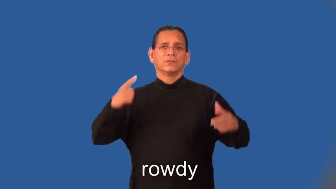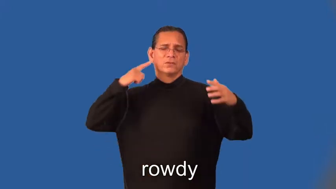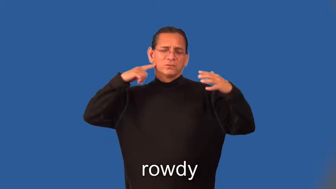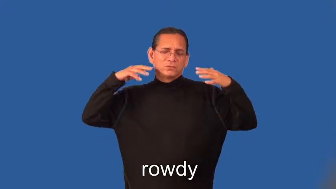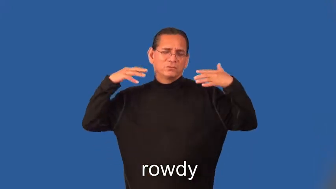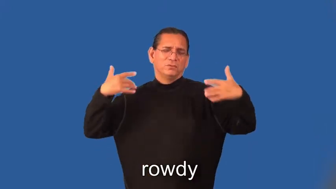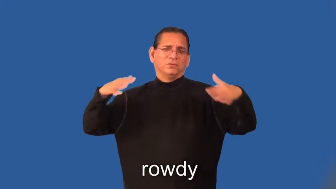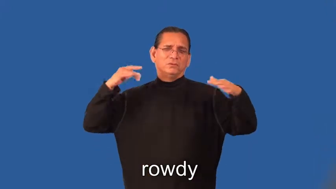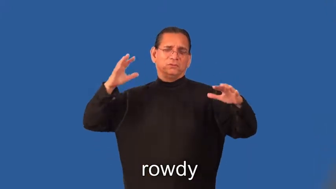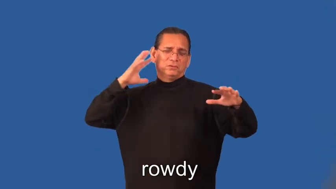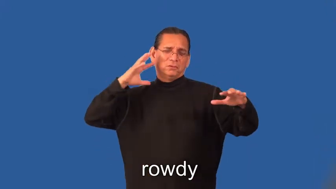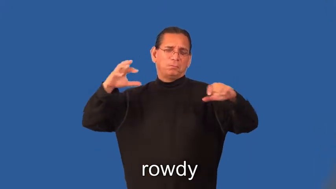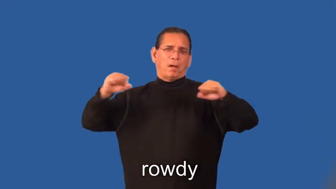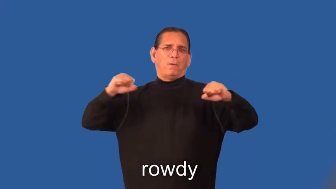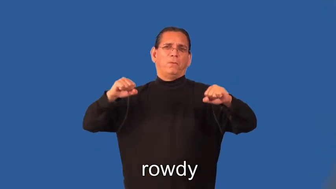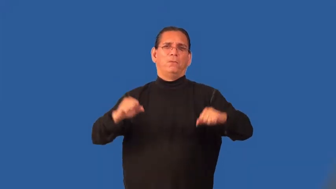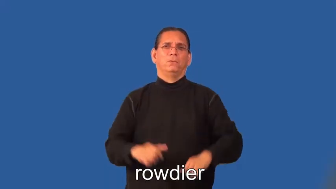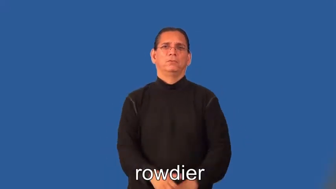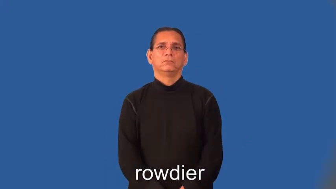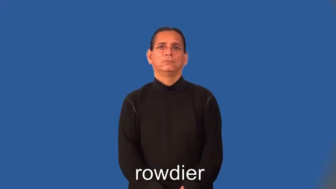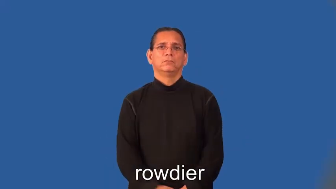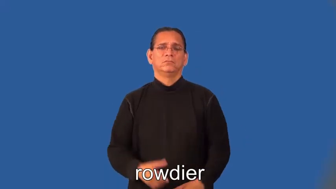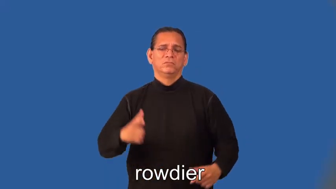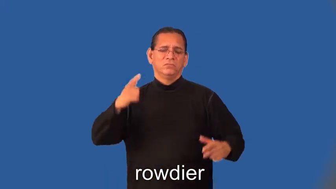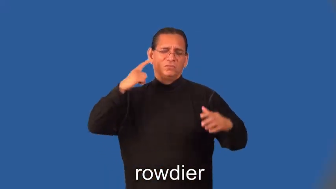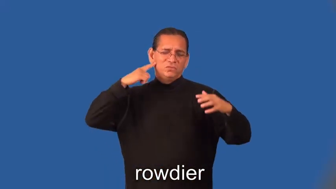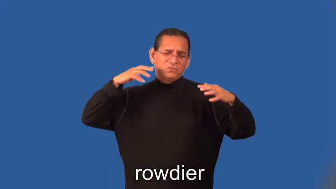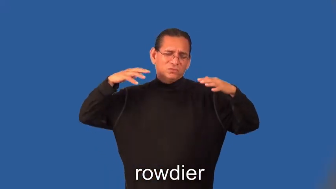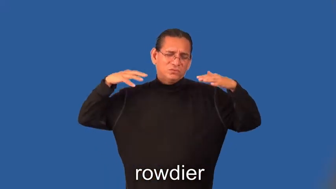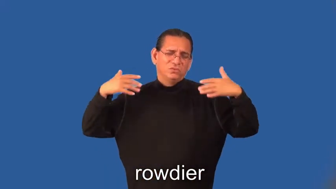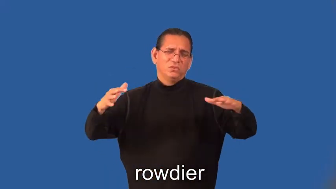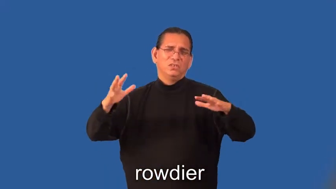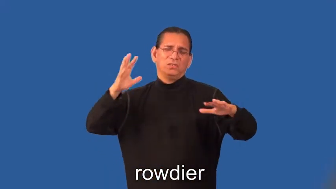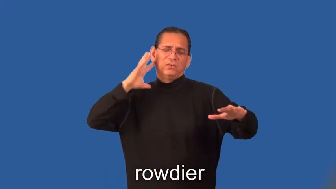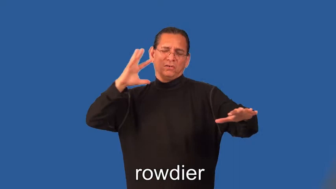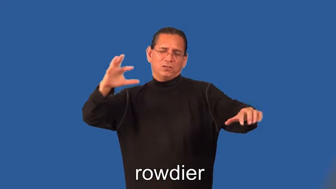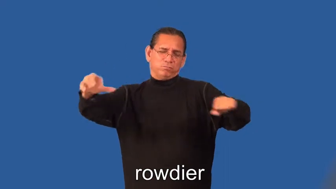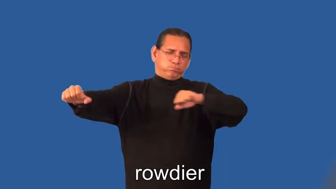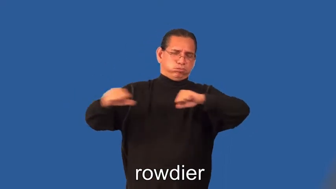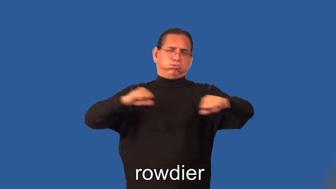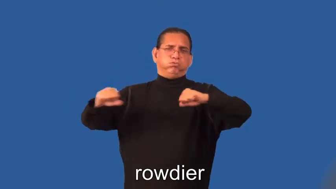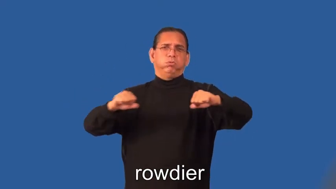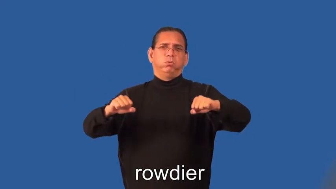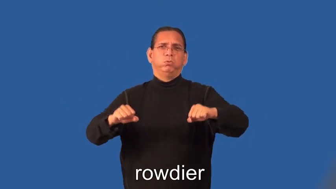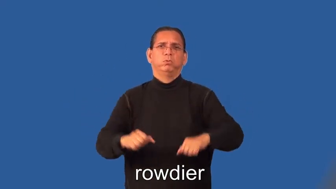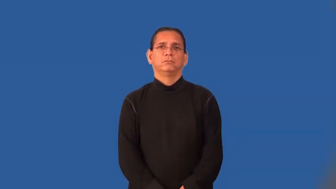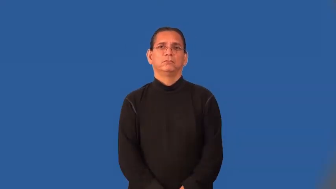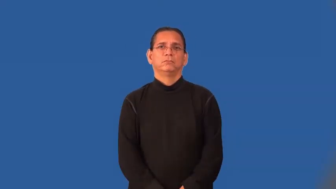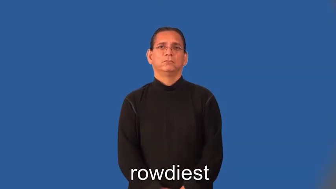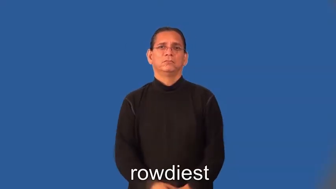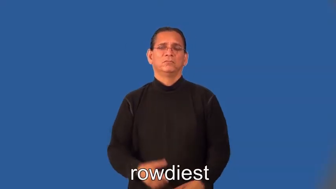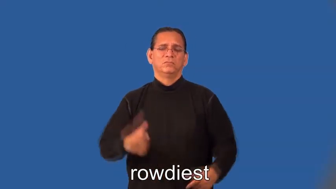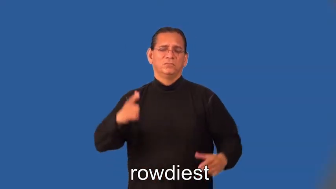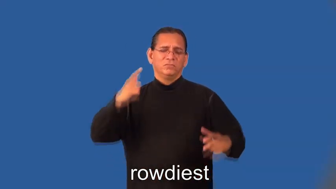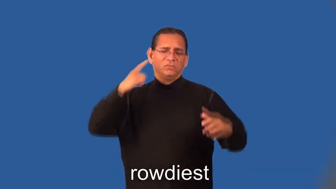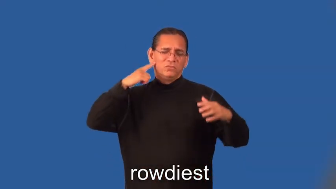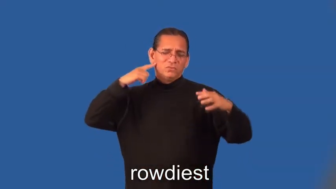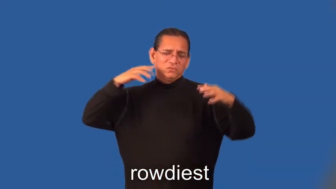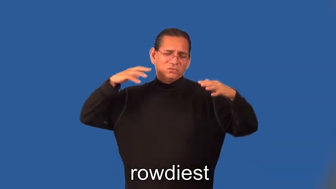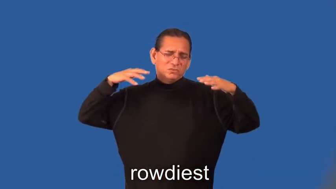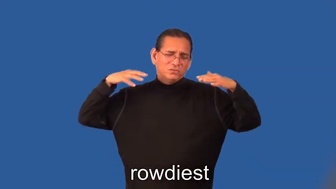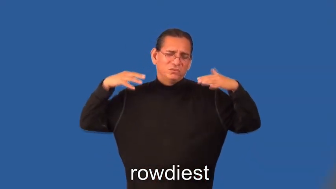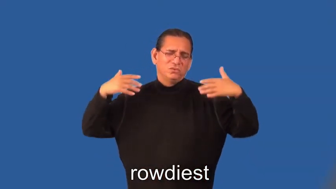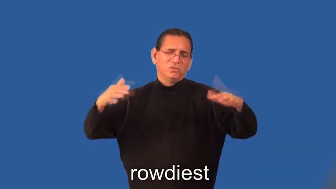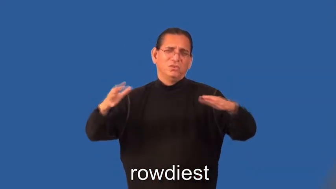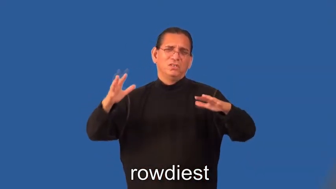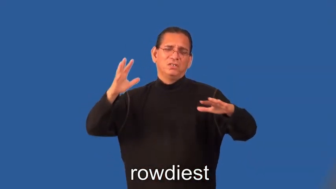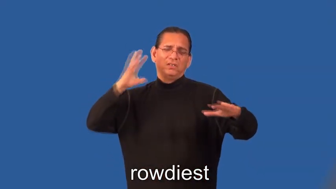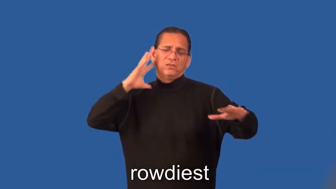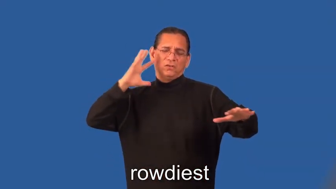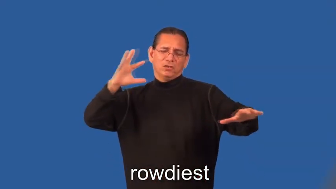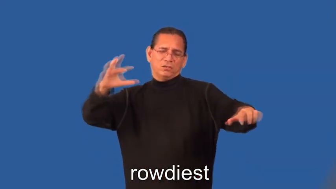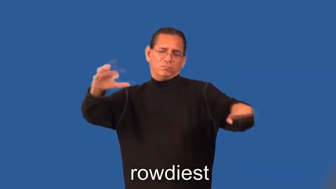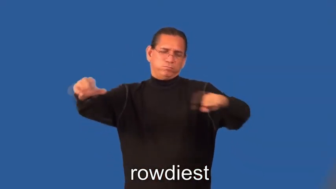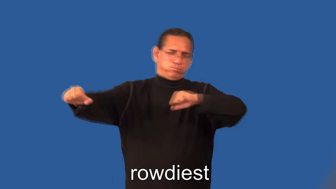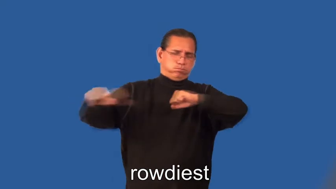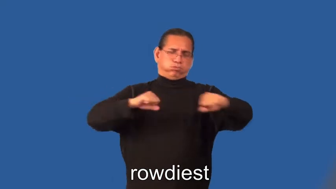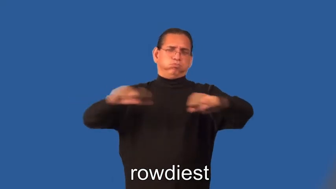rowdier,rowdiest